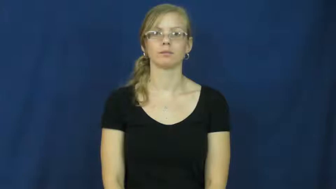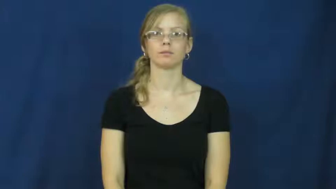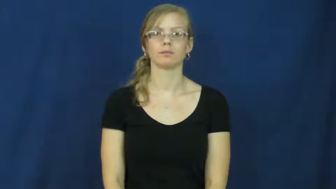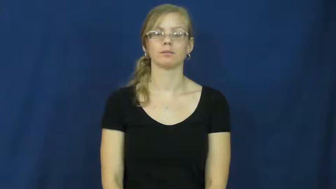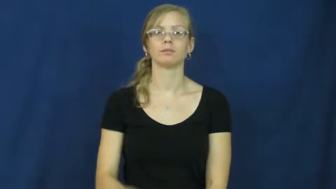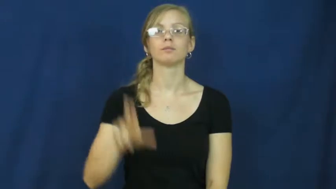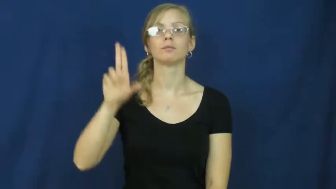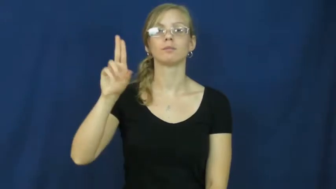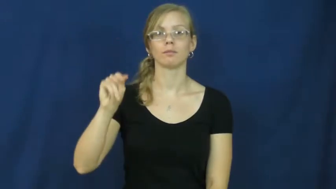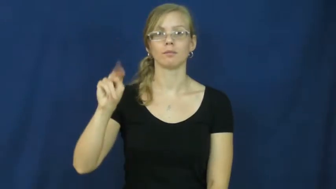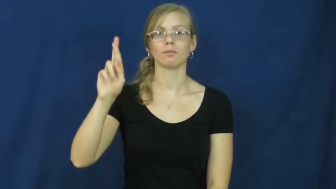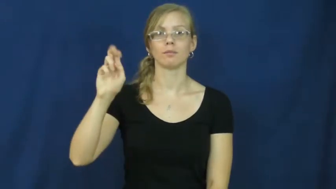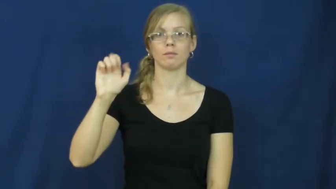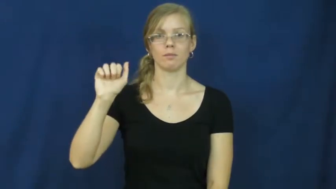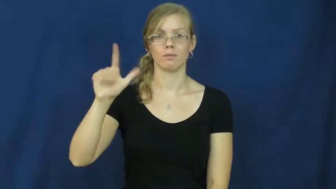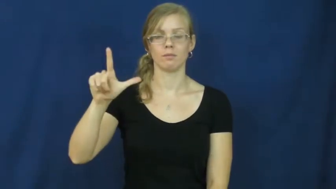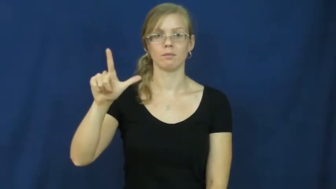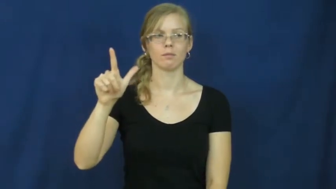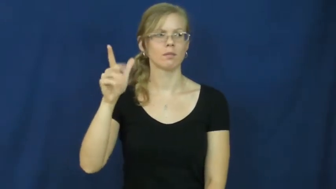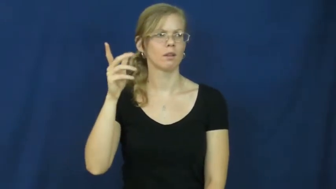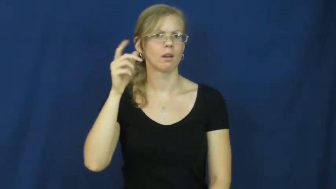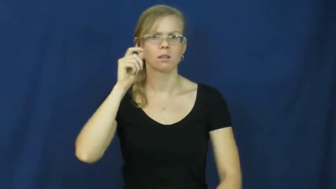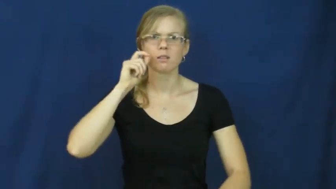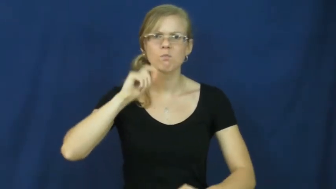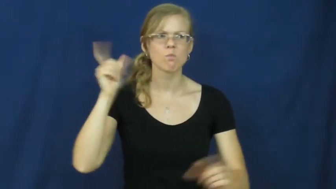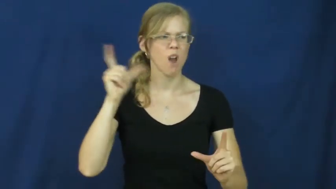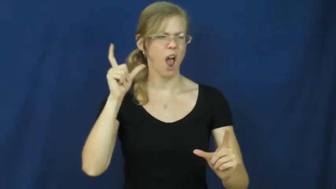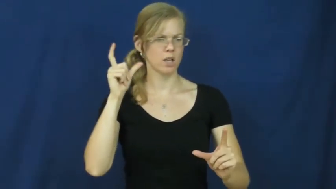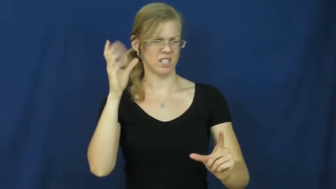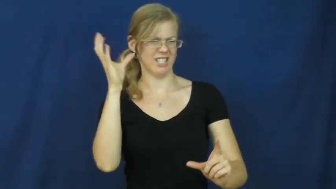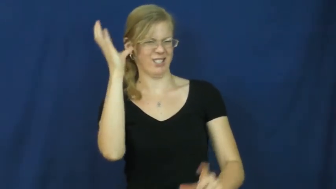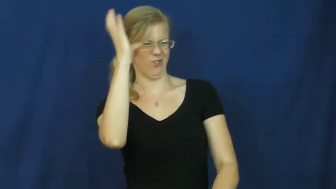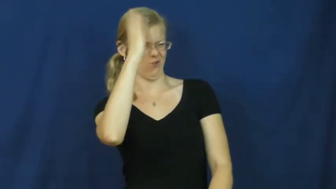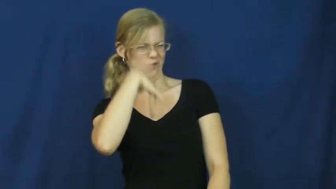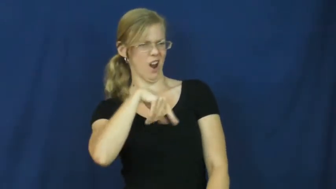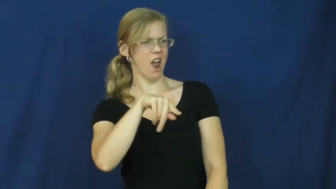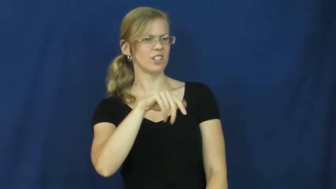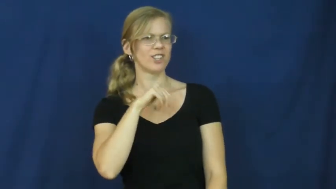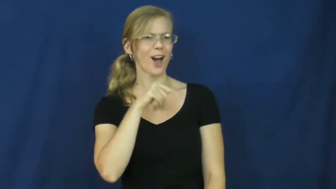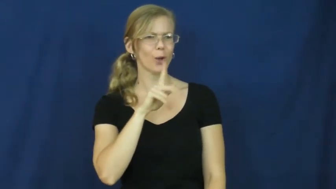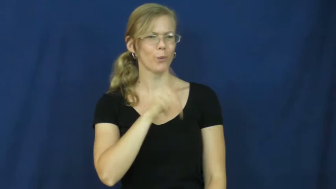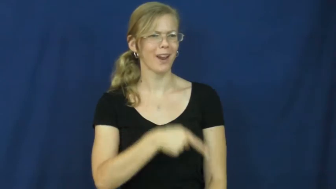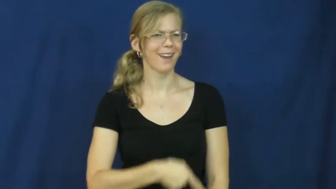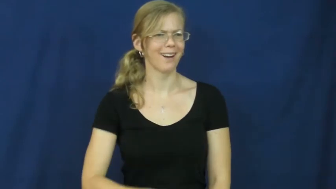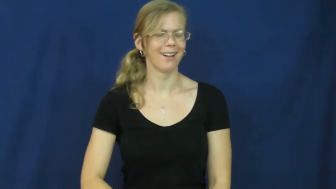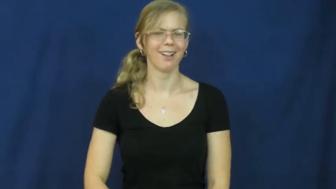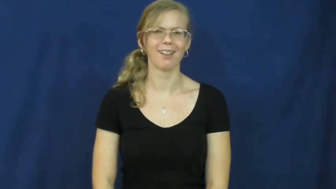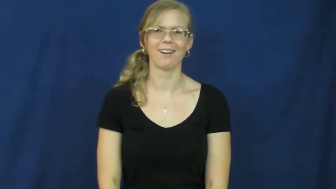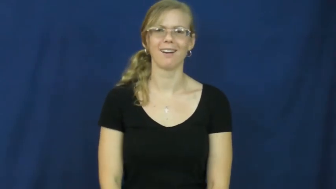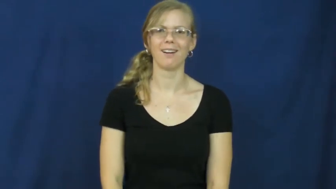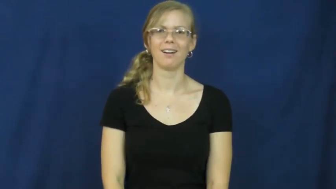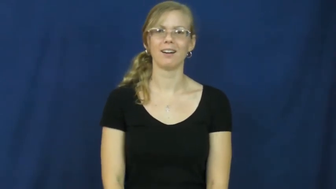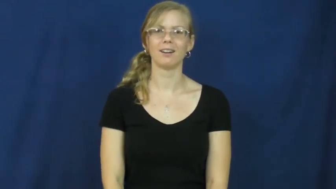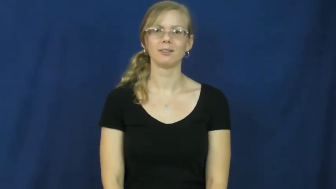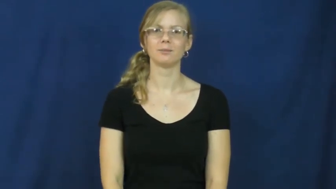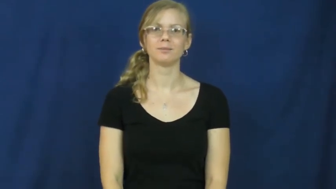unreal